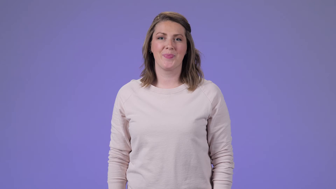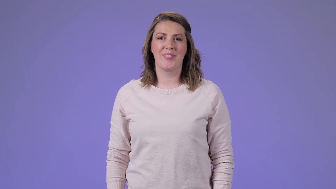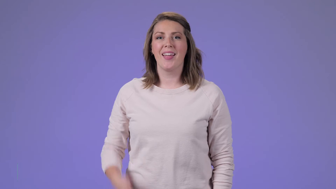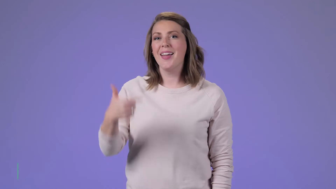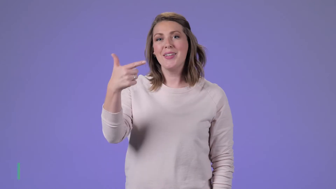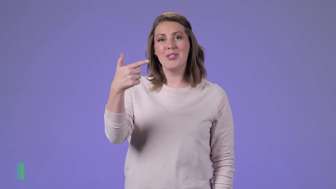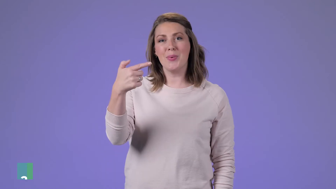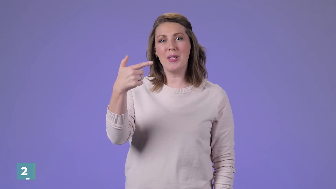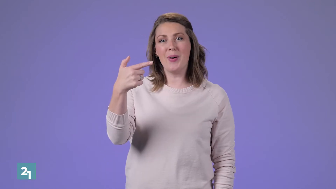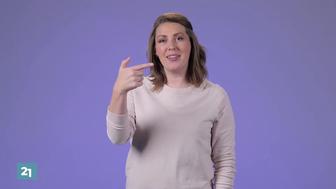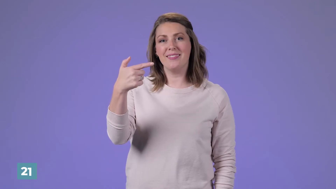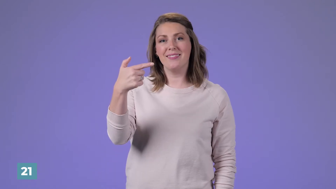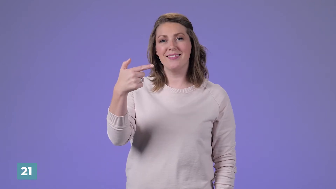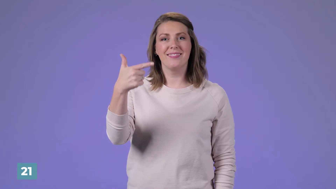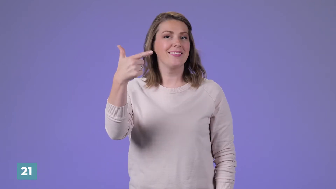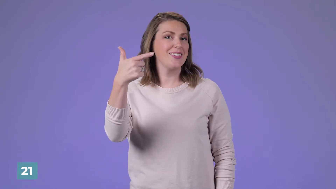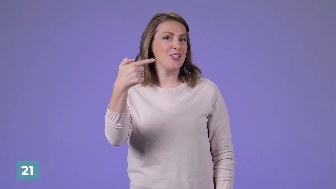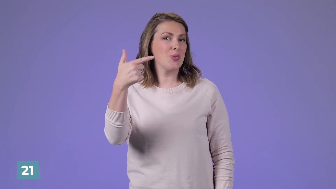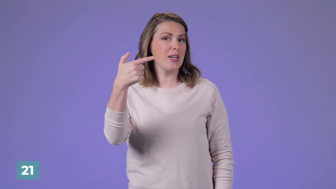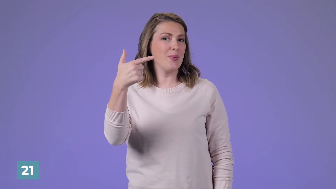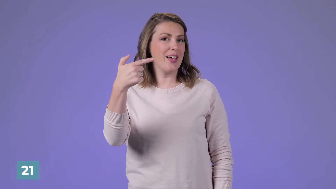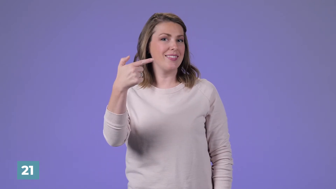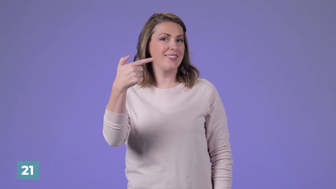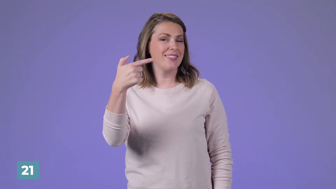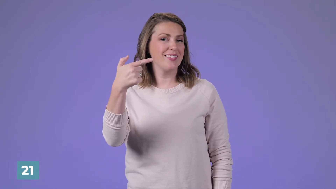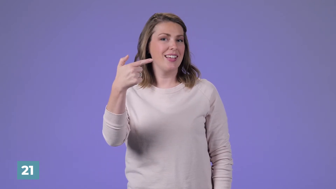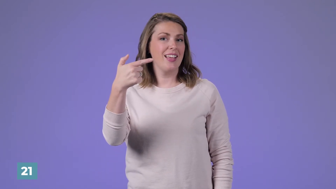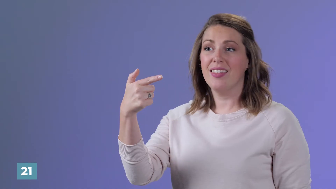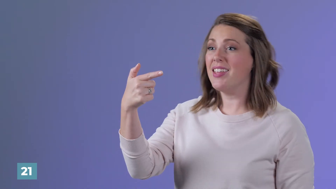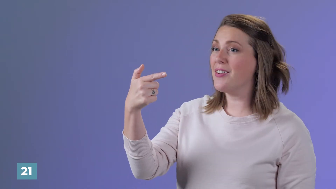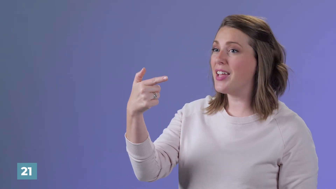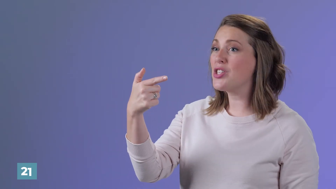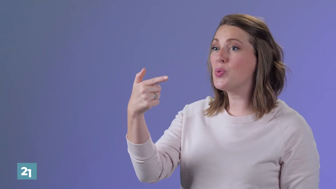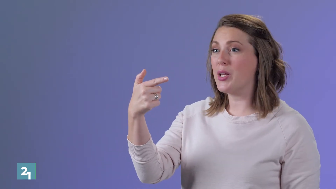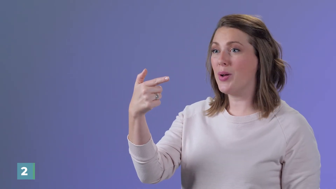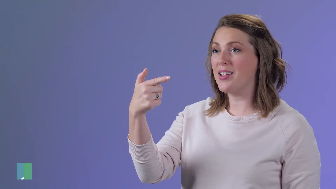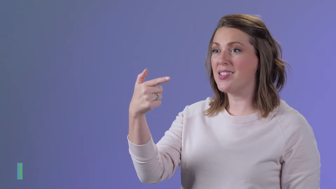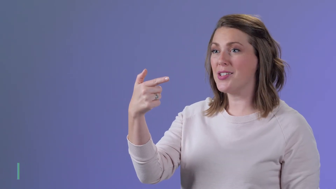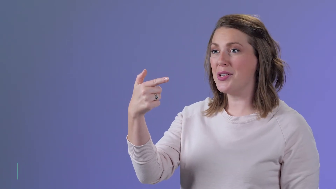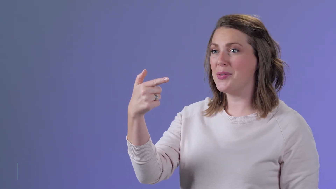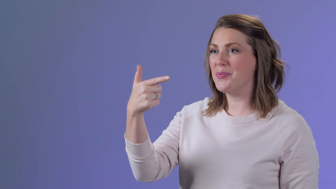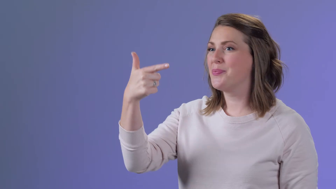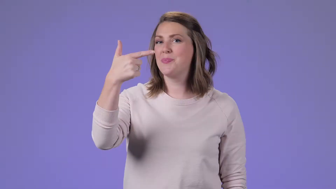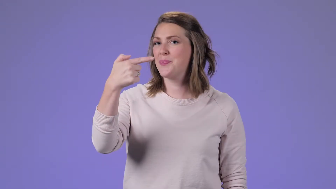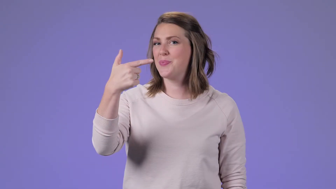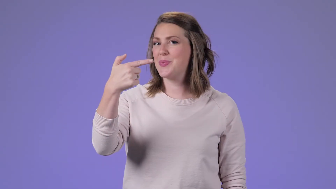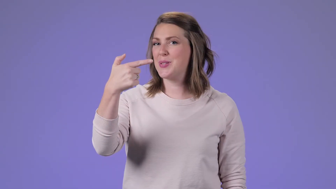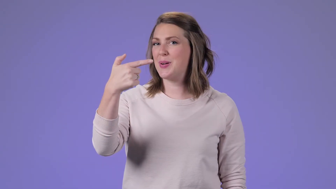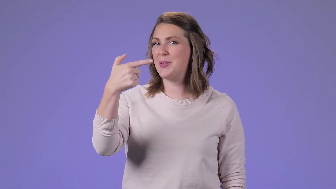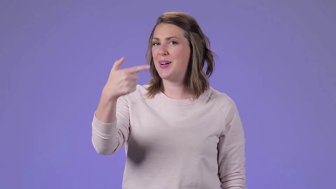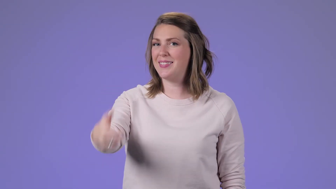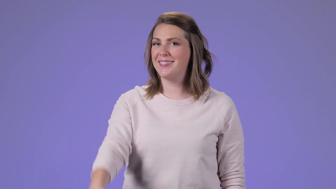21